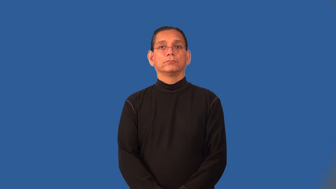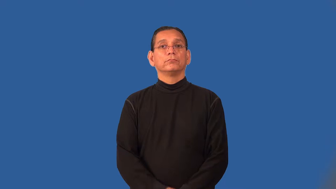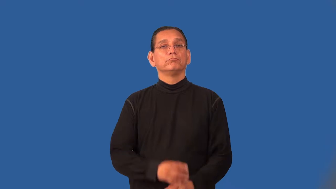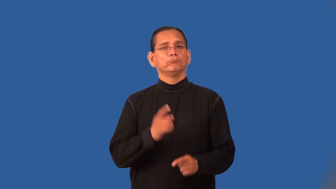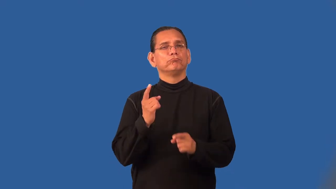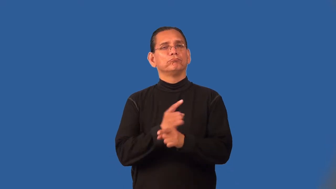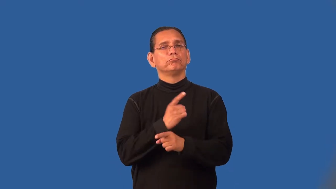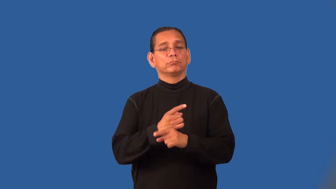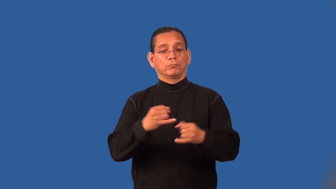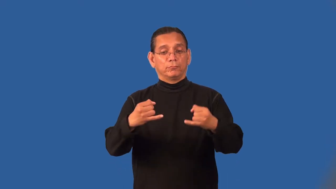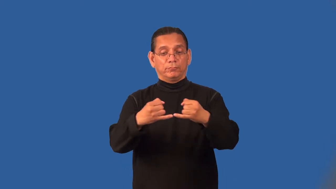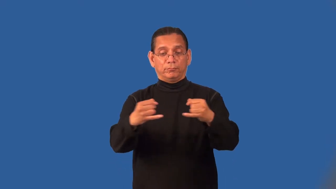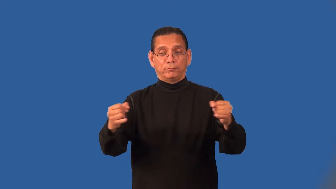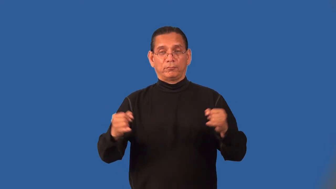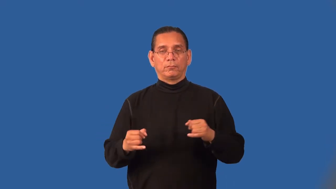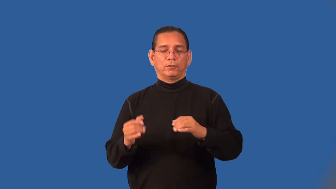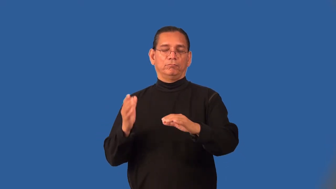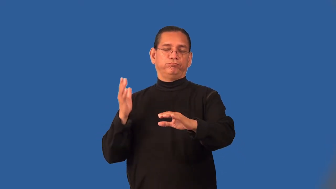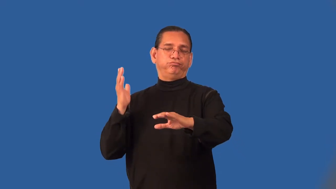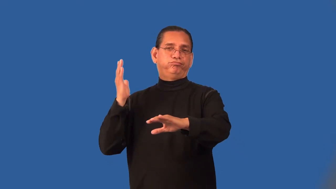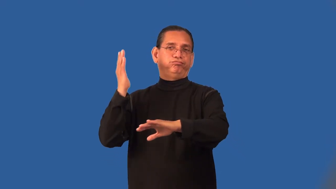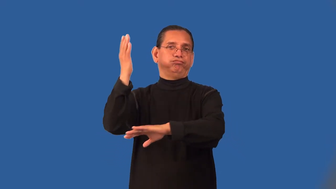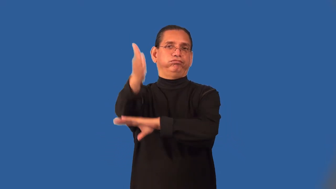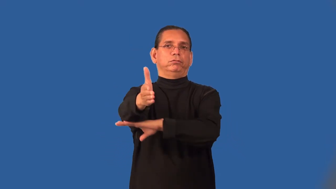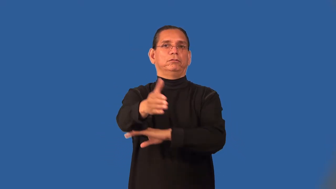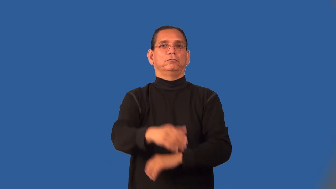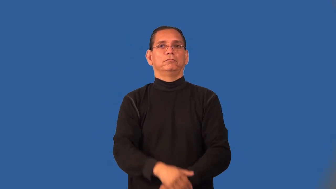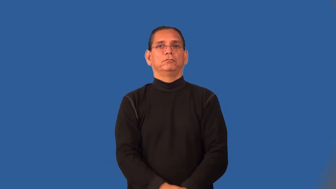overstep